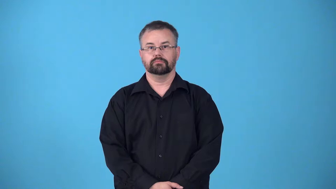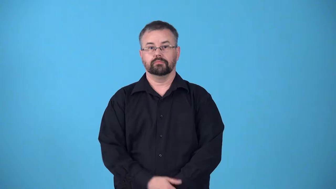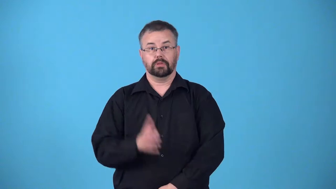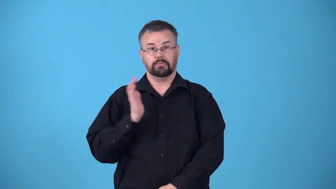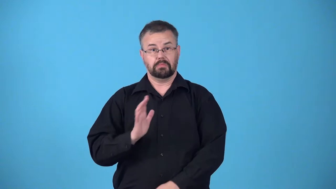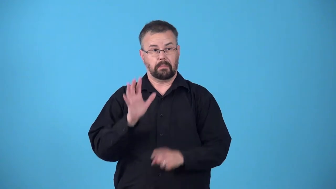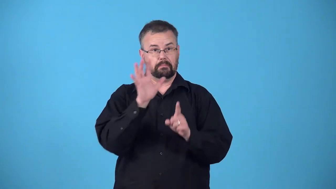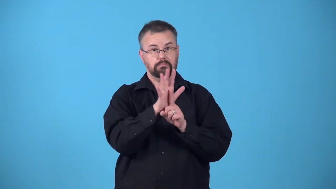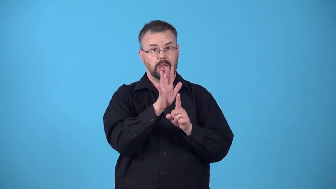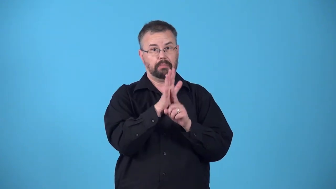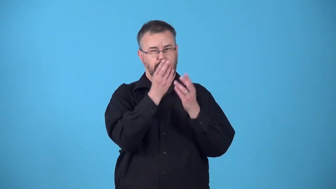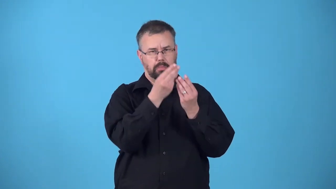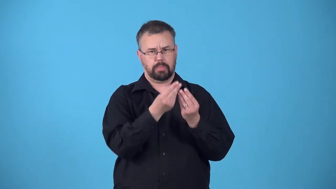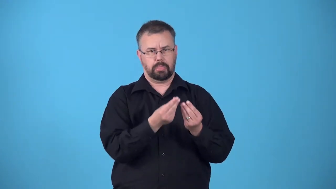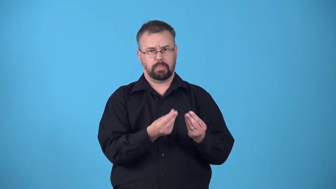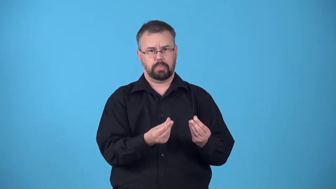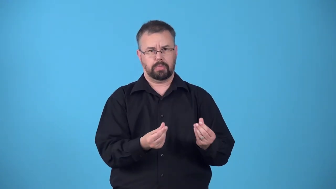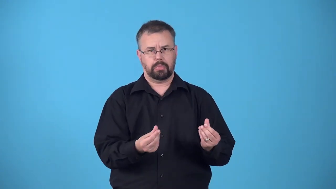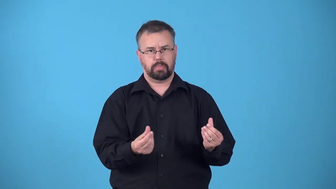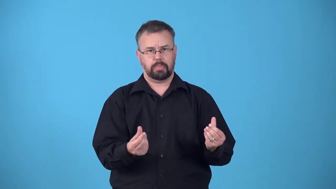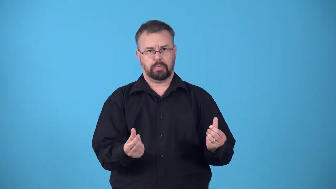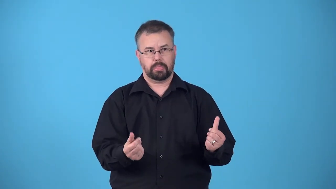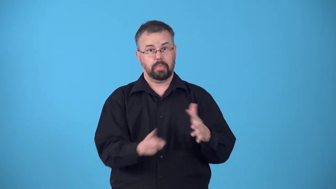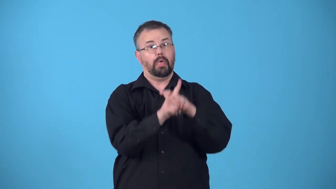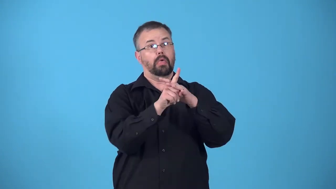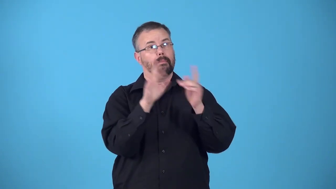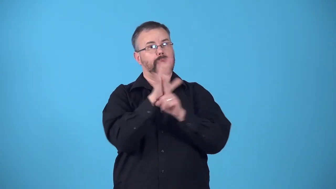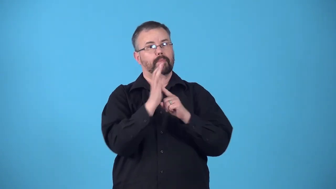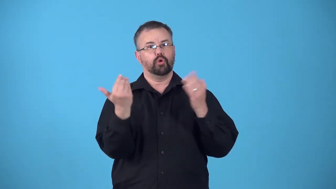redux